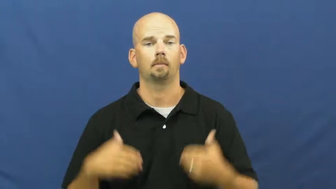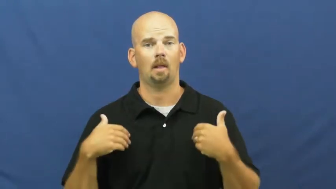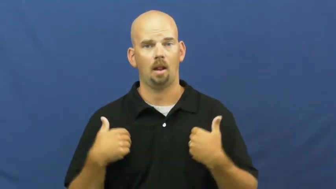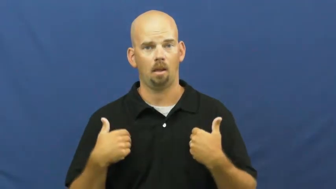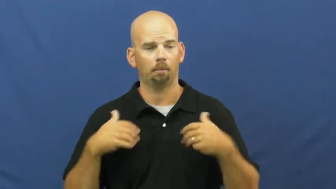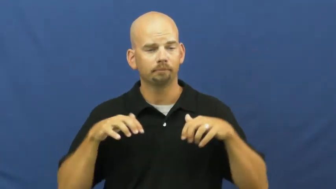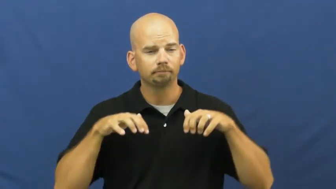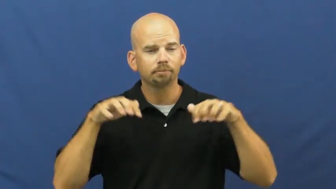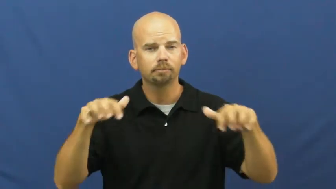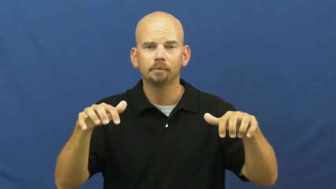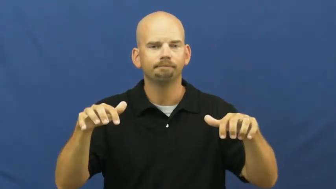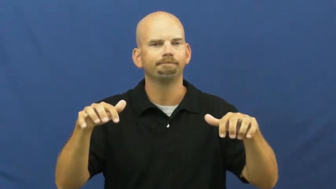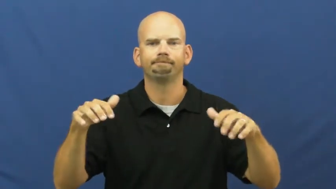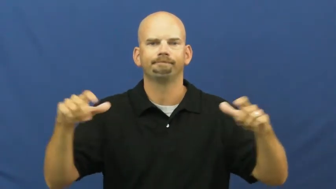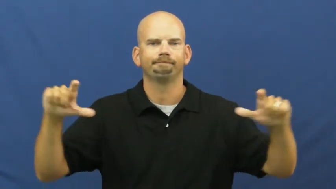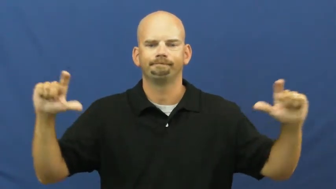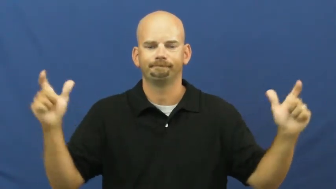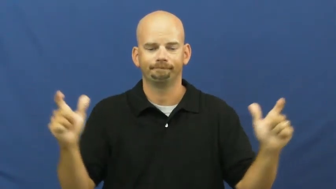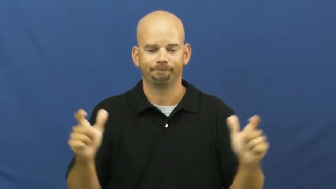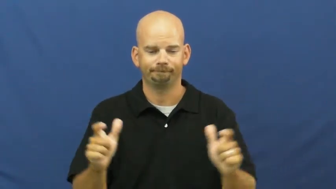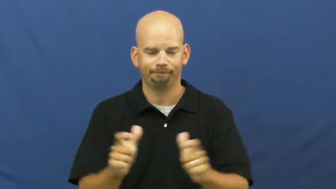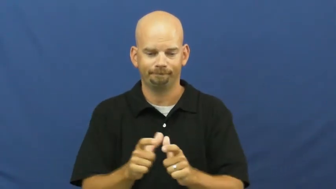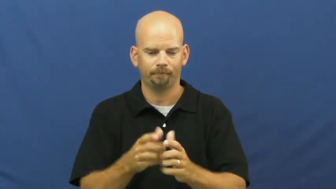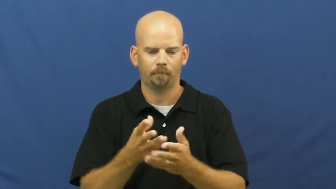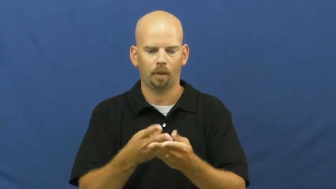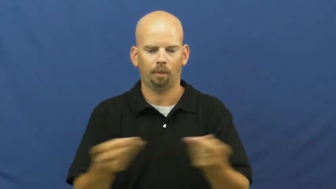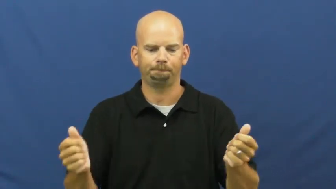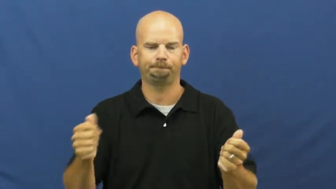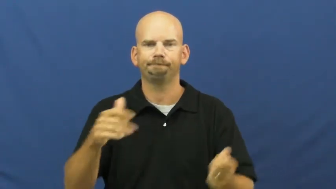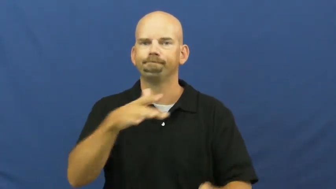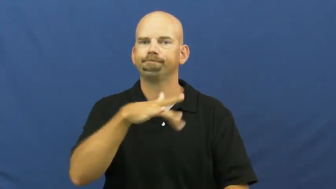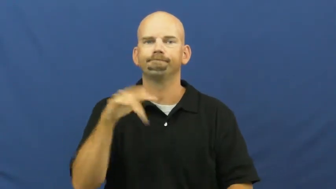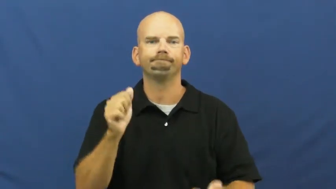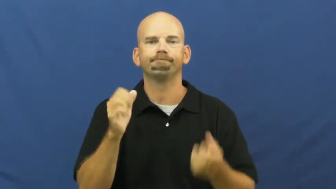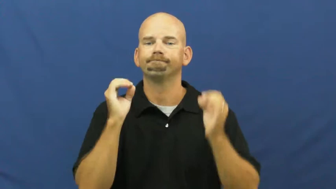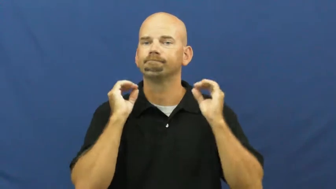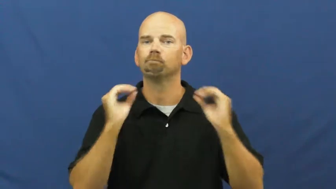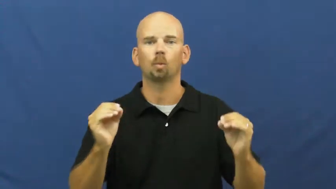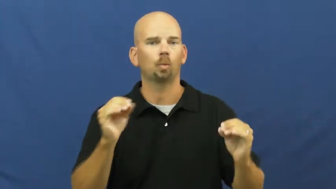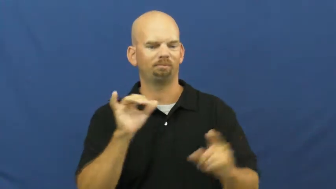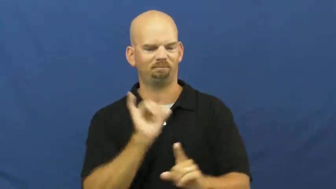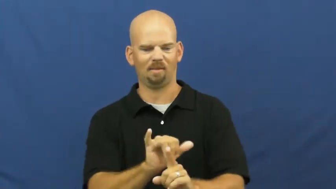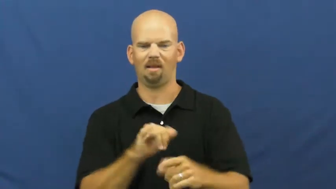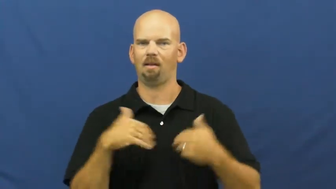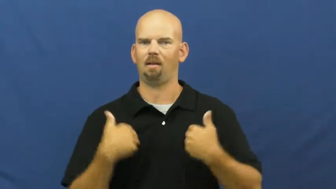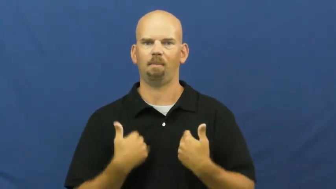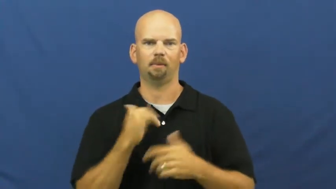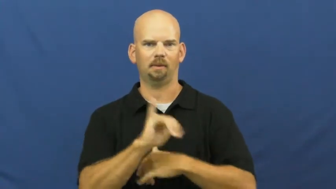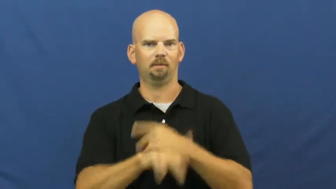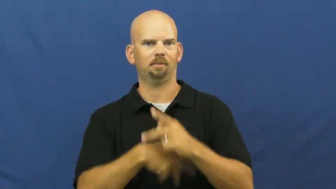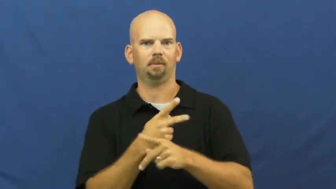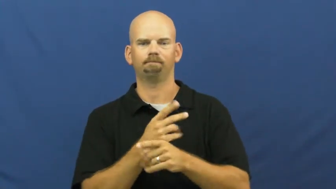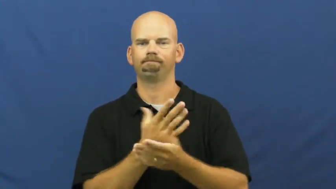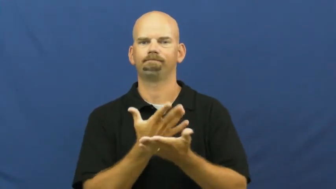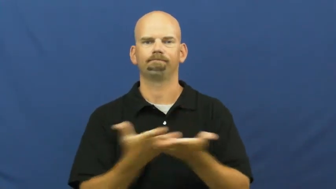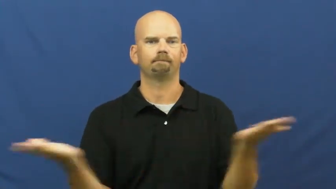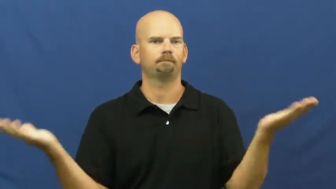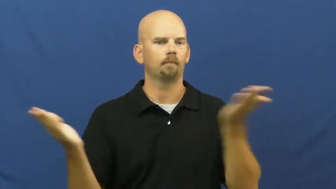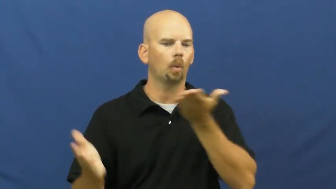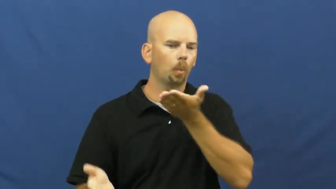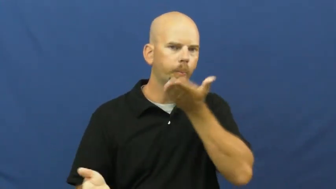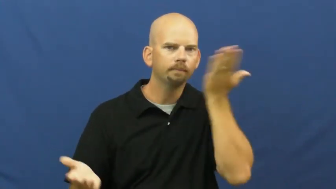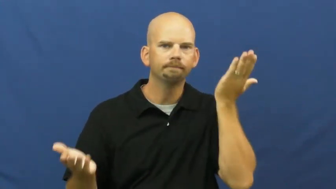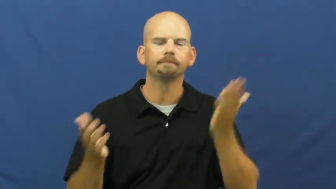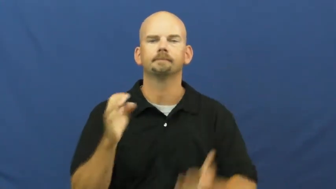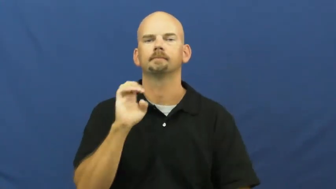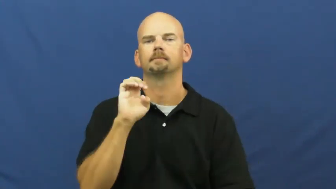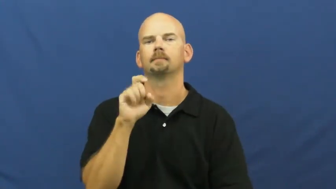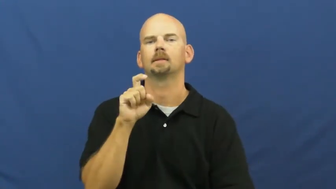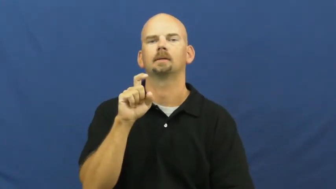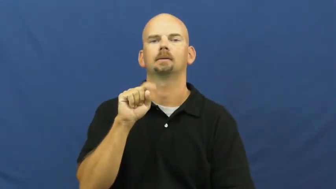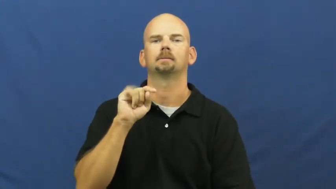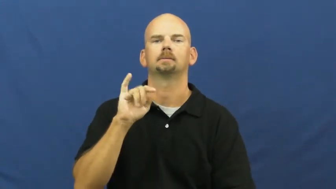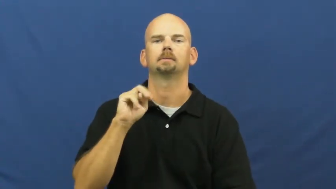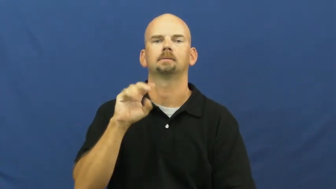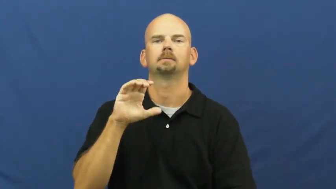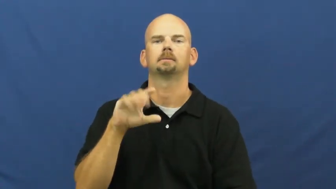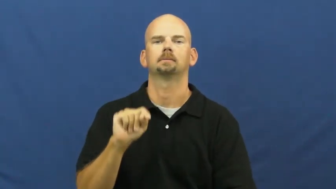extinct,die off,die out,wipe out